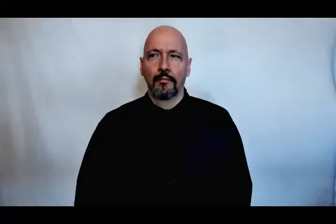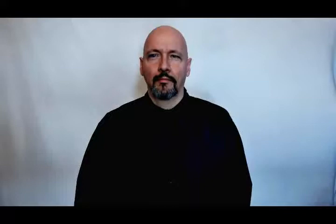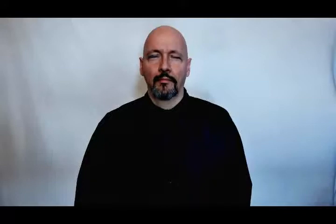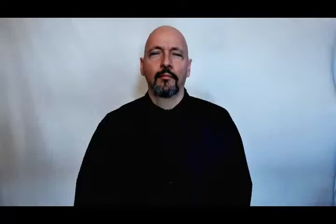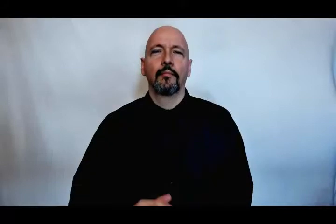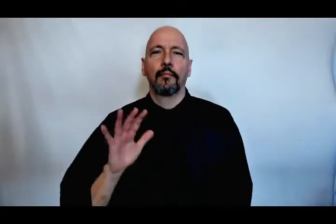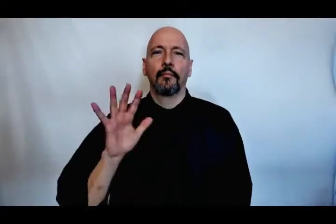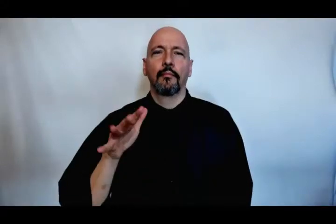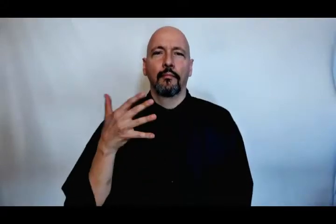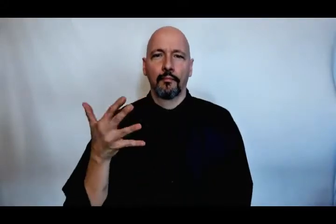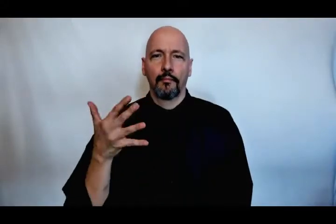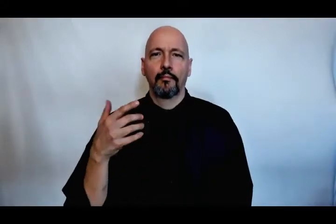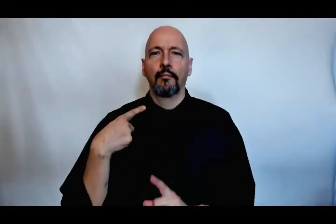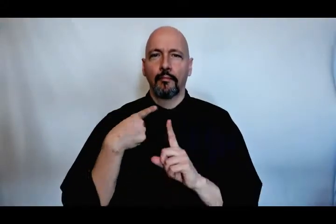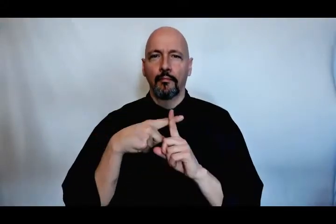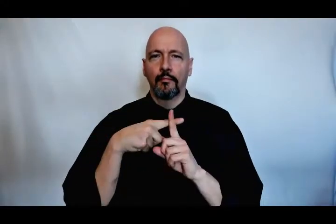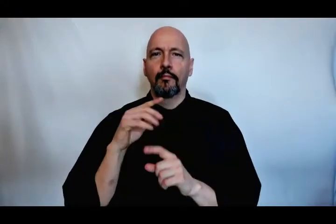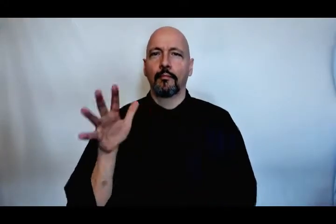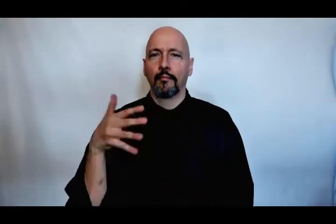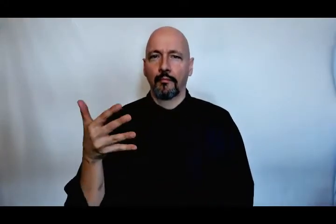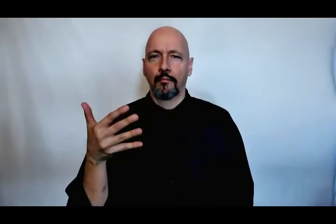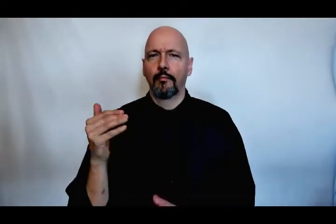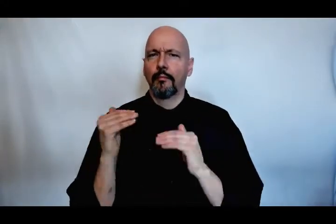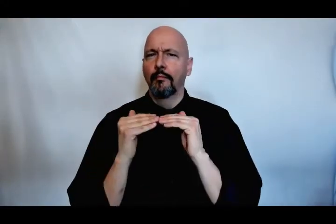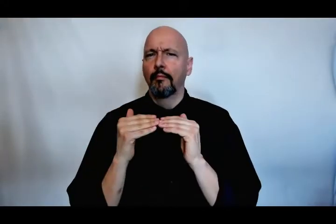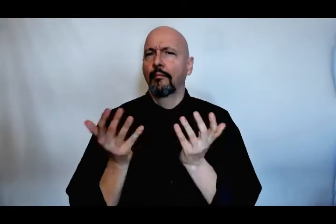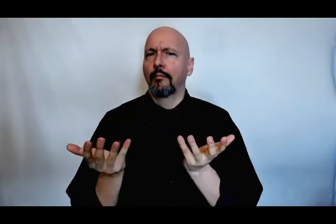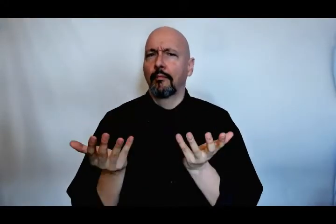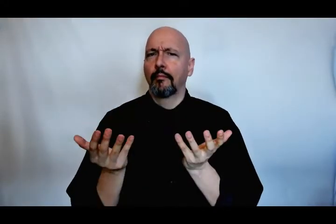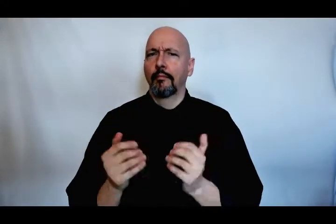five dollars plus five dollars equals what?